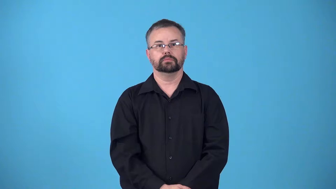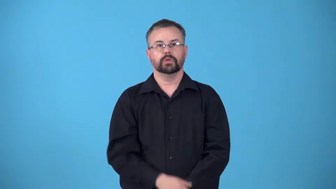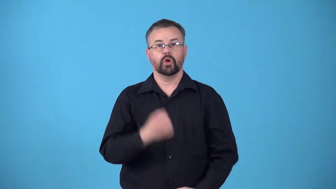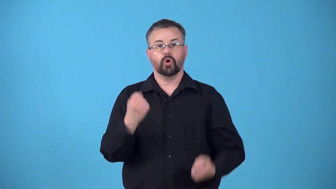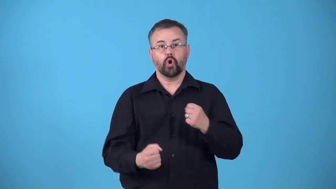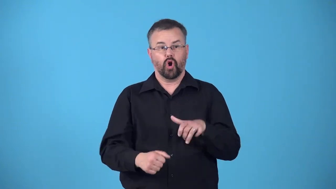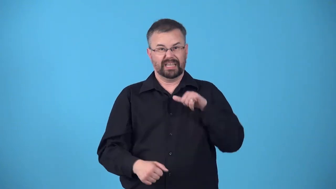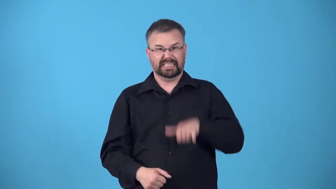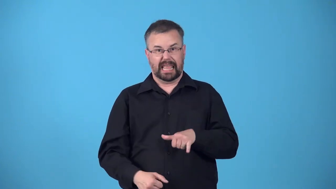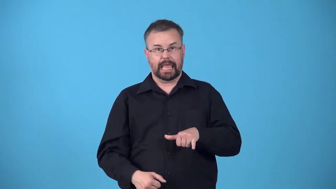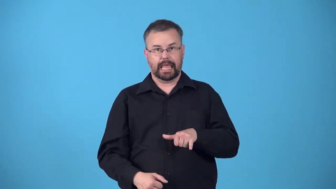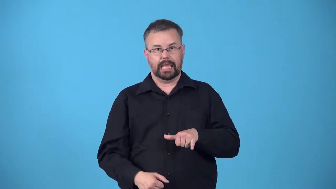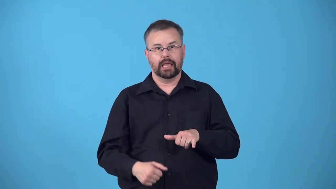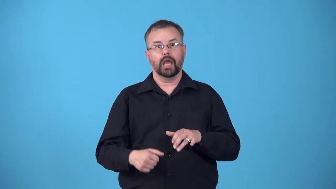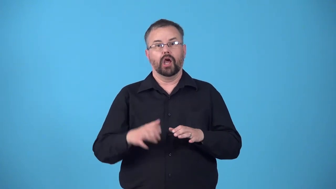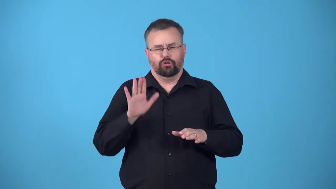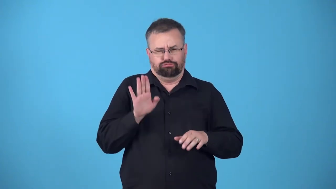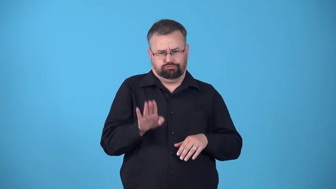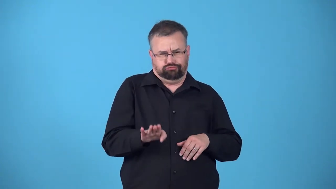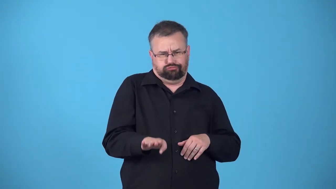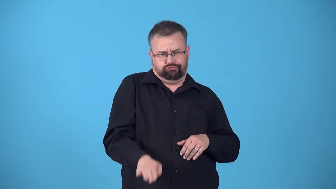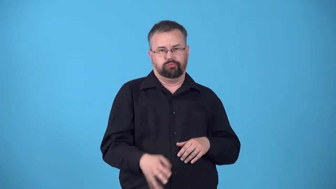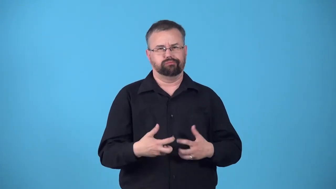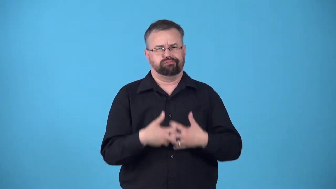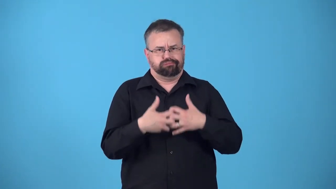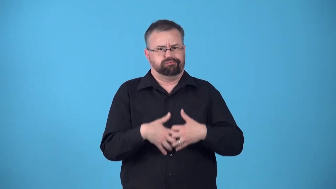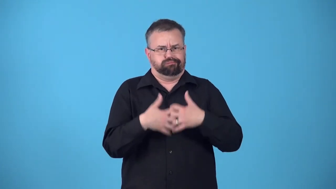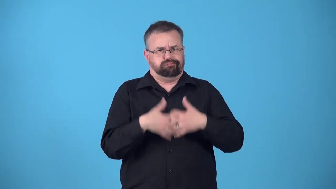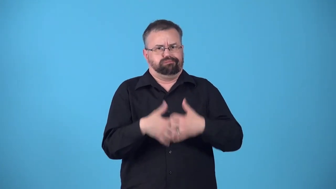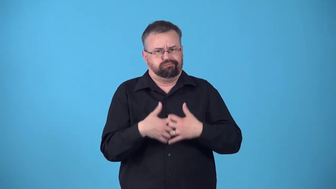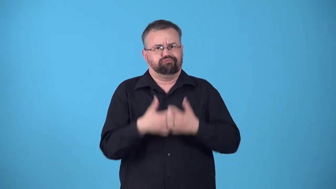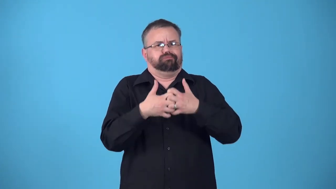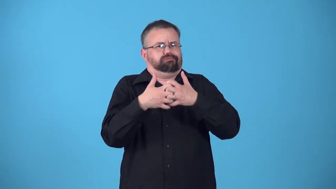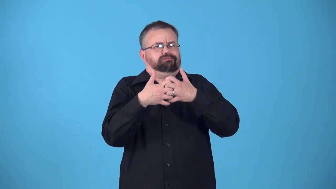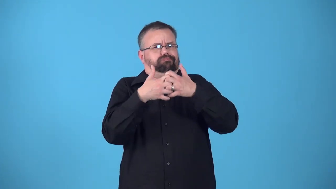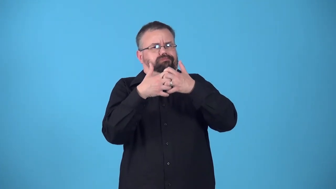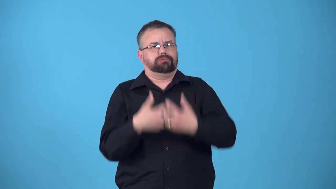rev,rev up engine